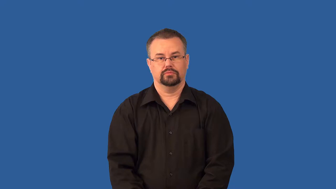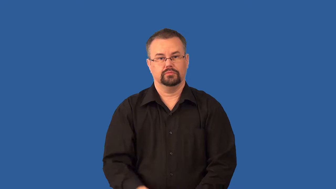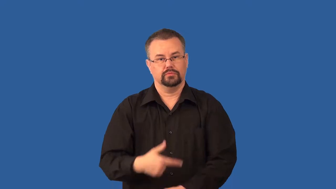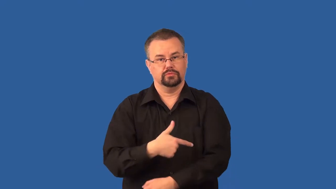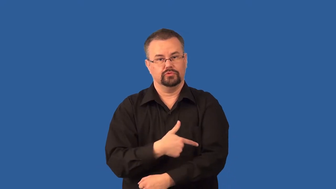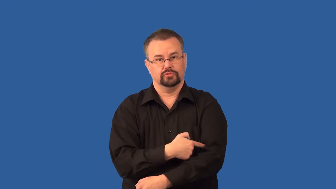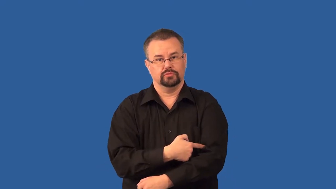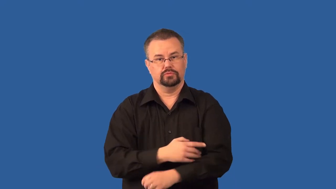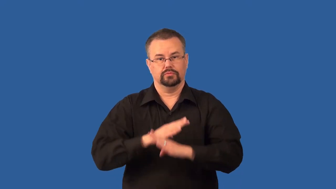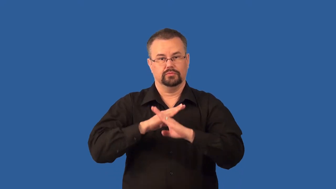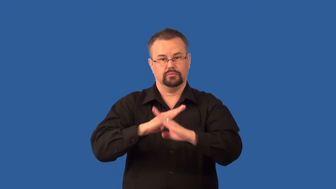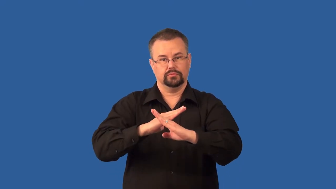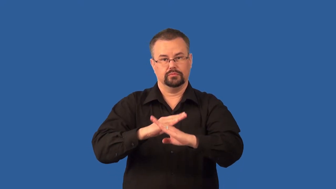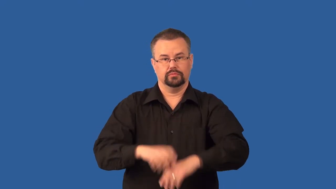vaccine